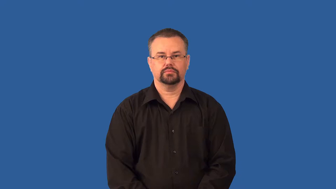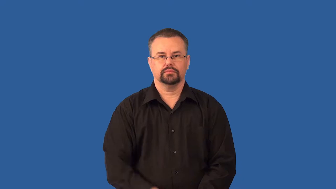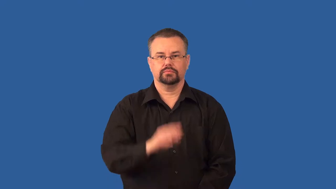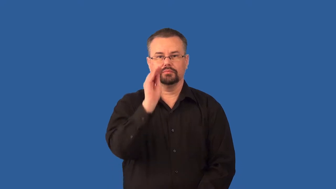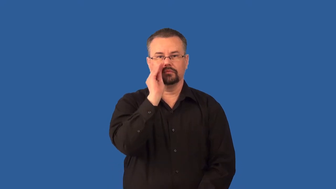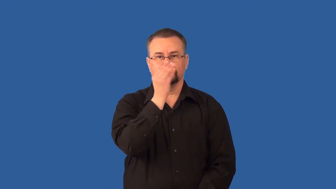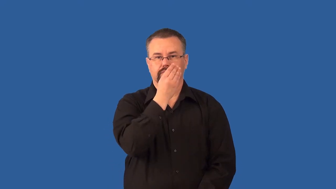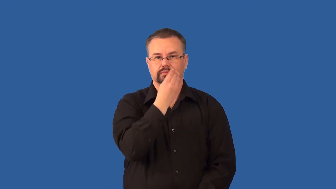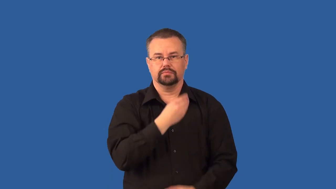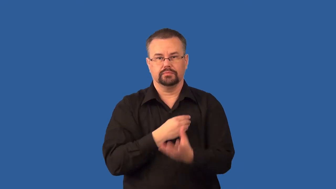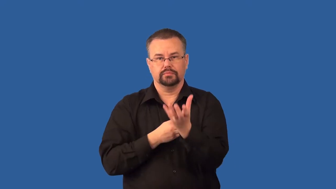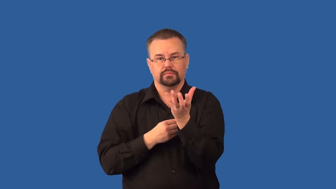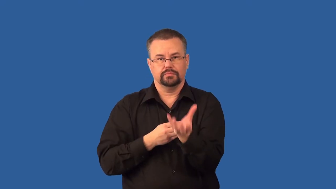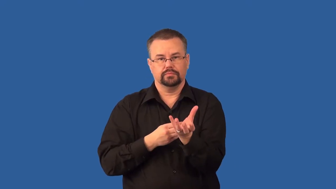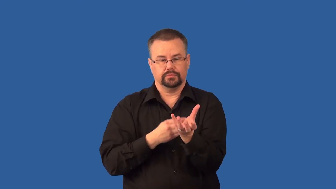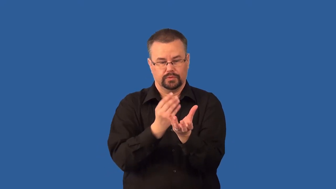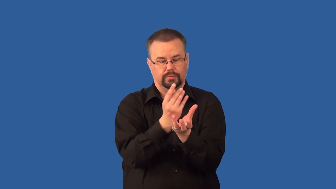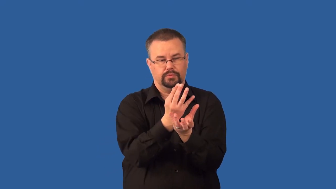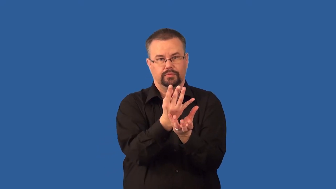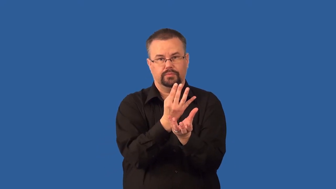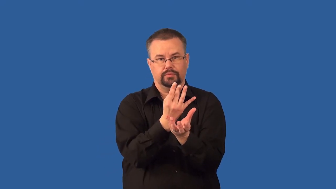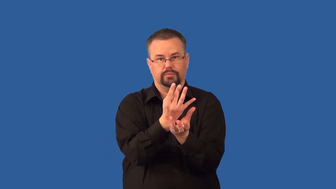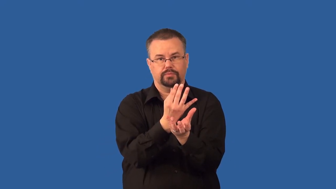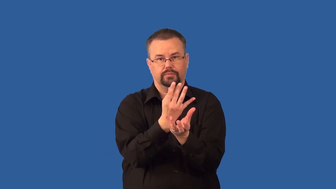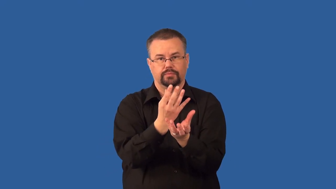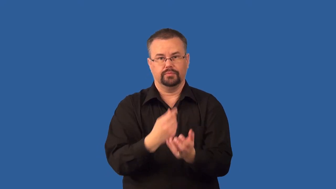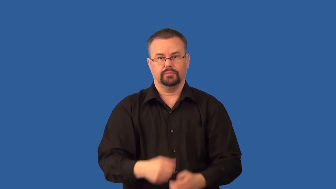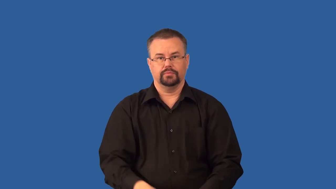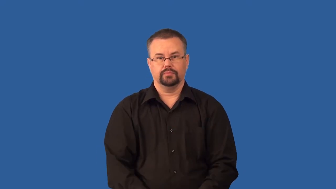stamen